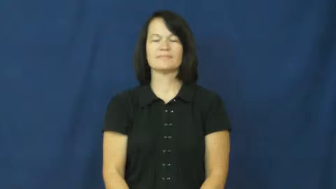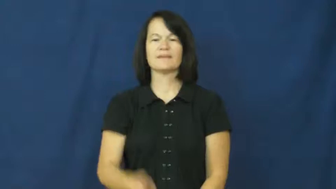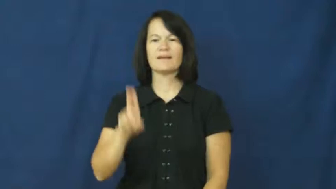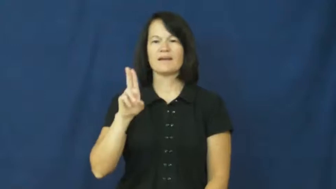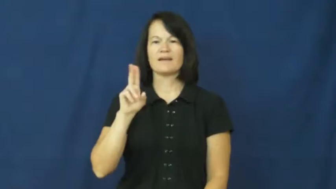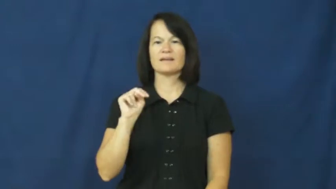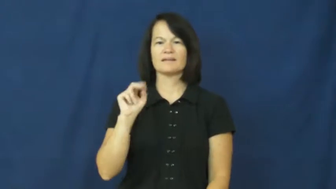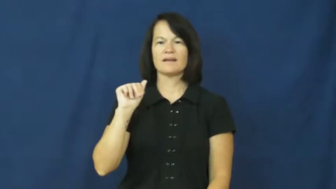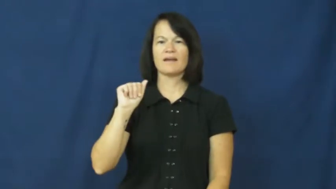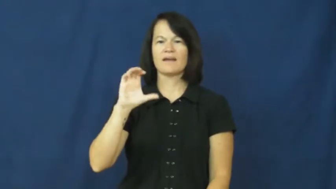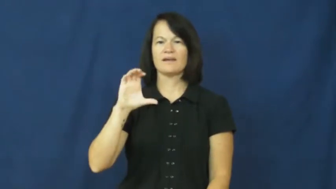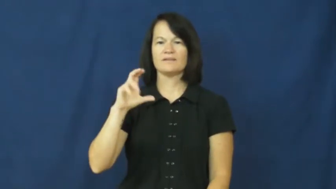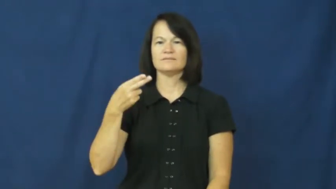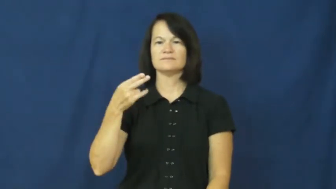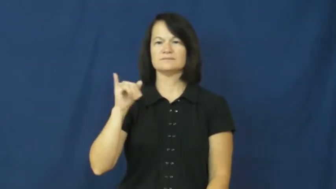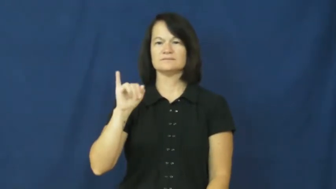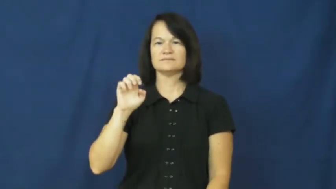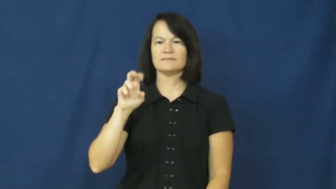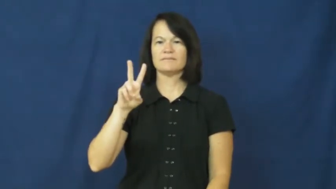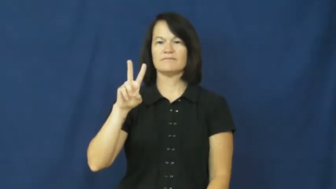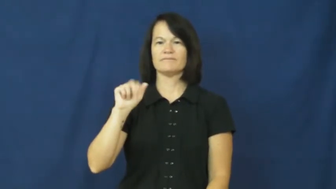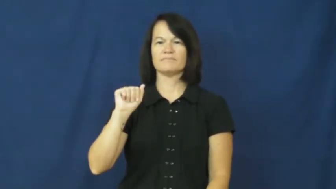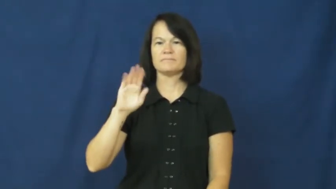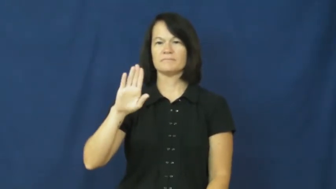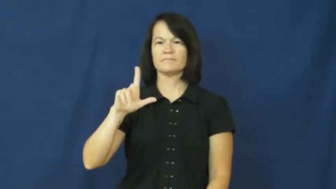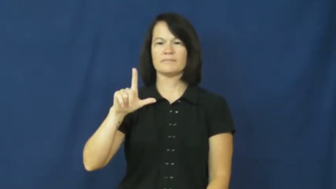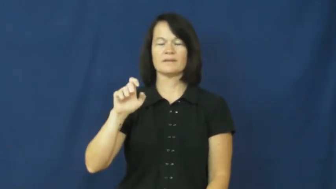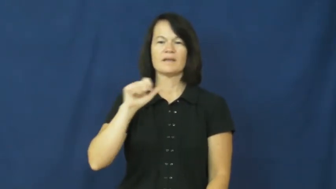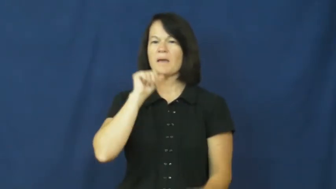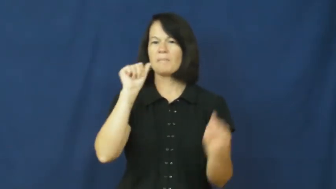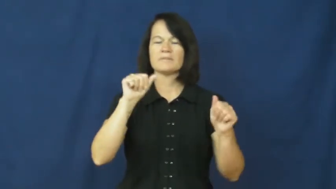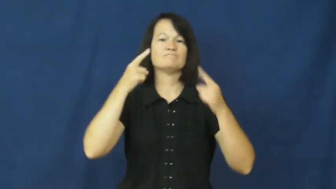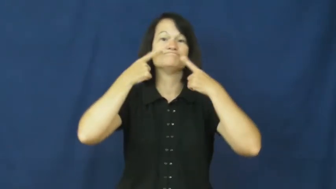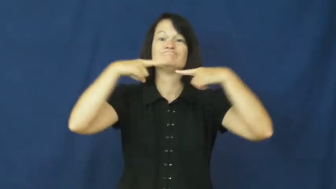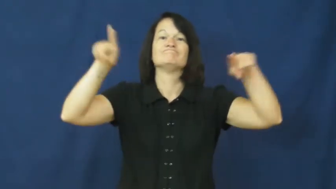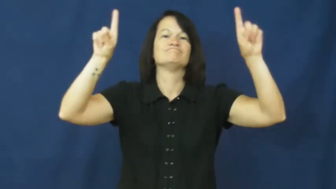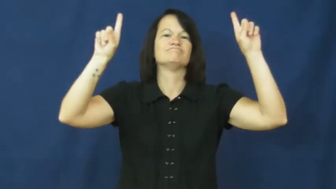unachievable